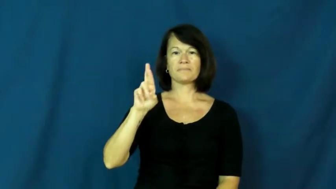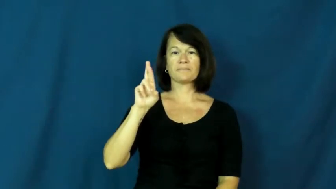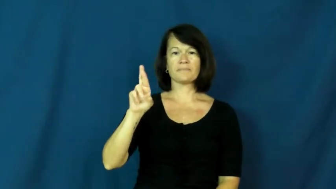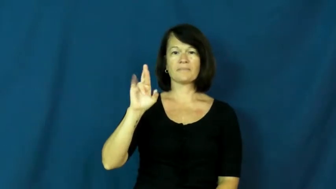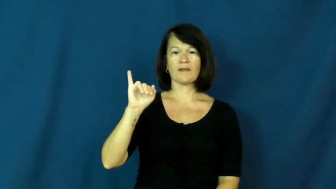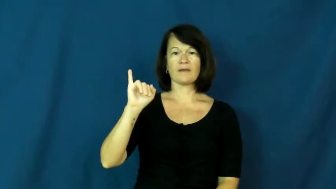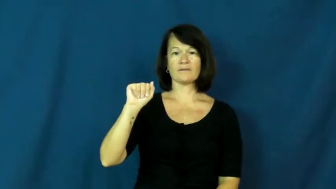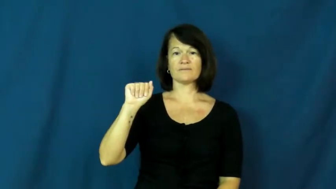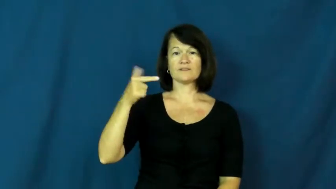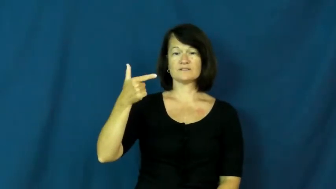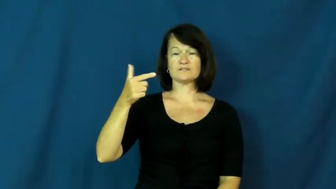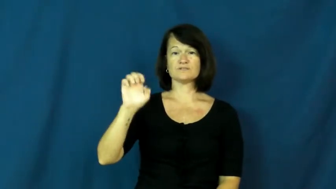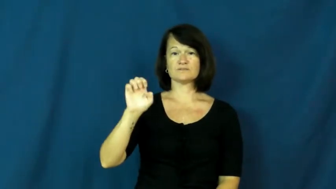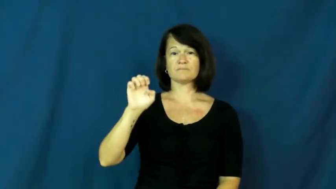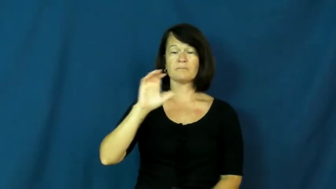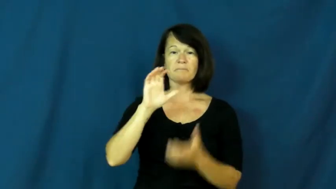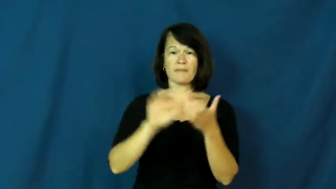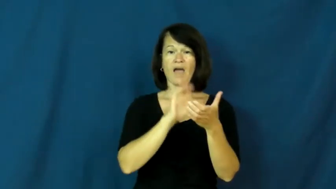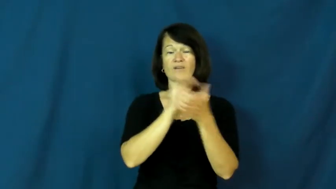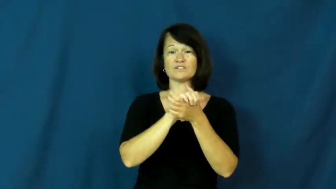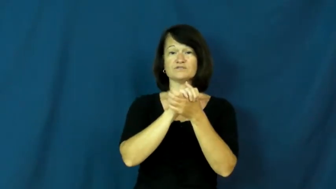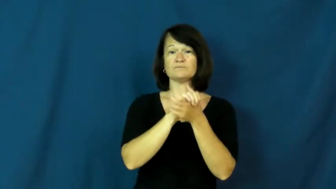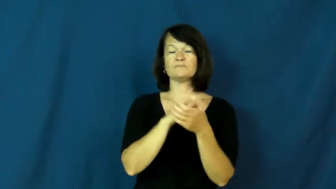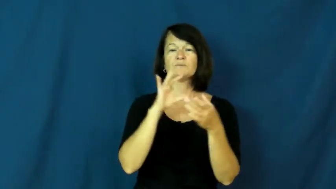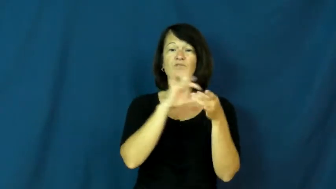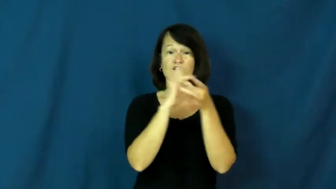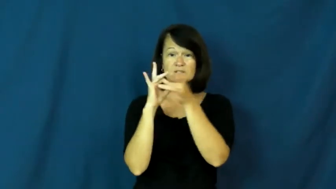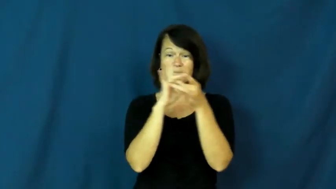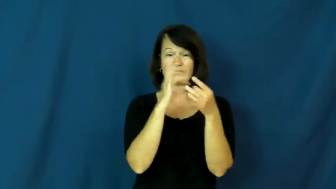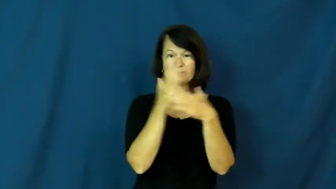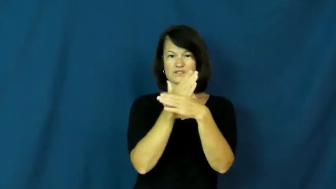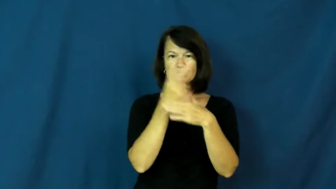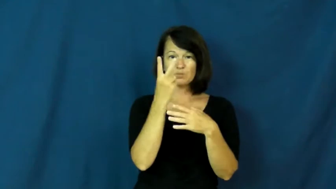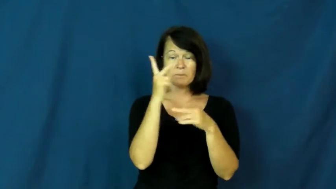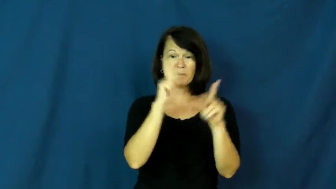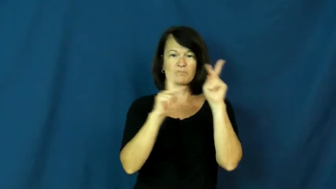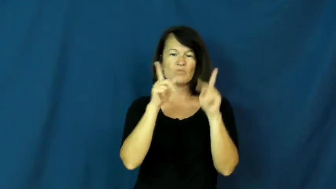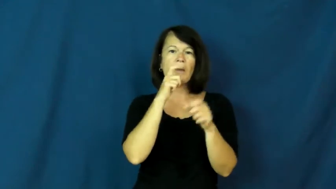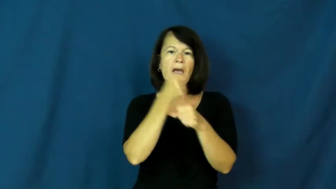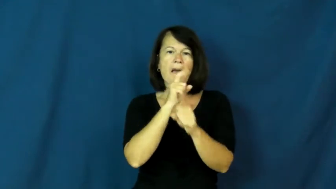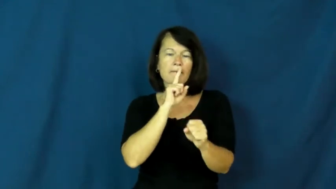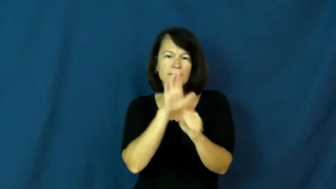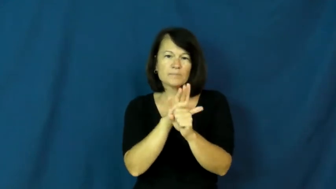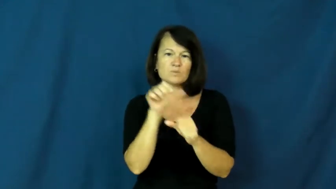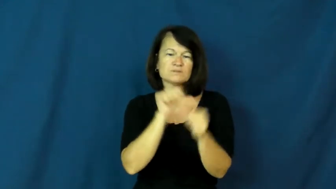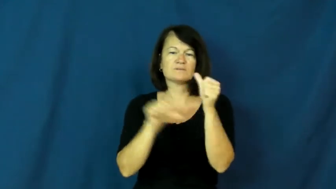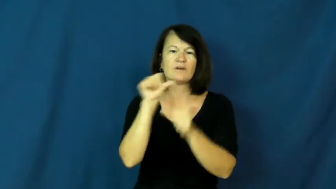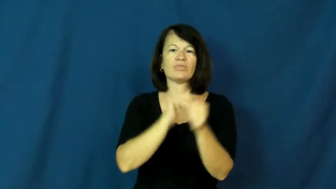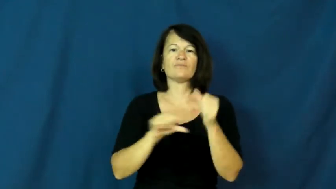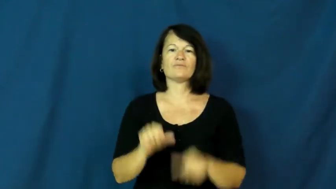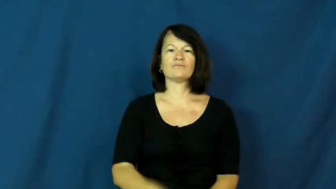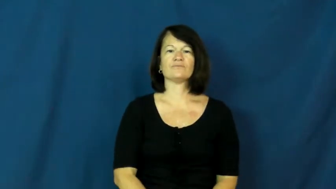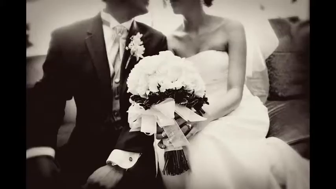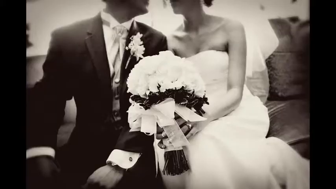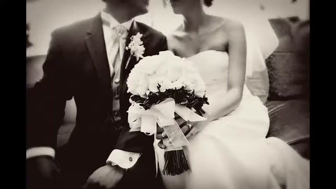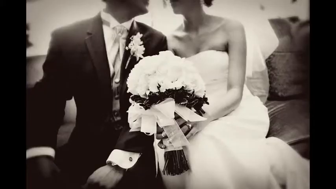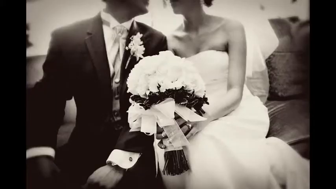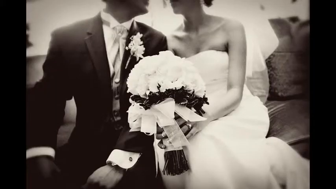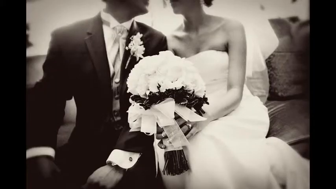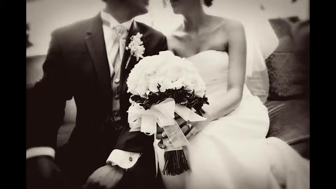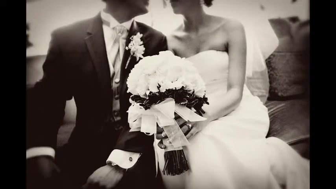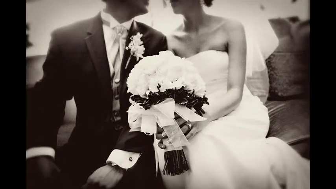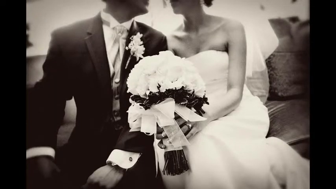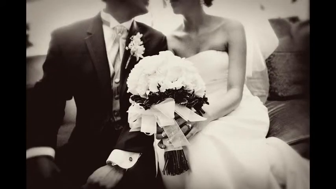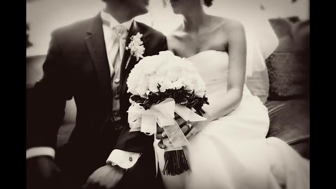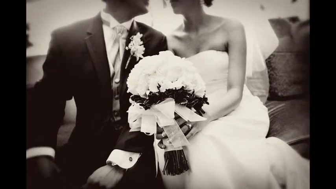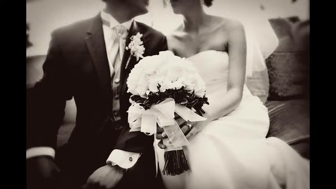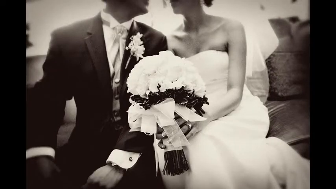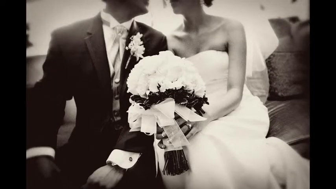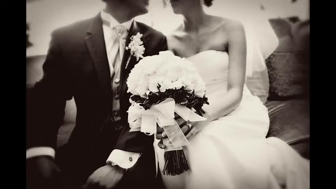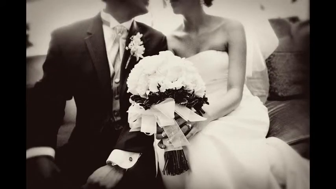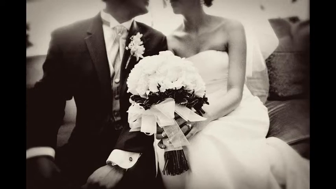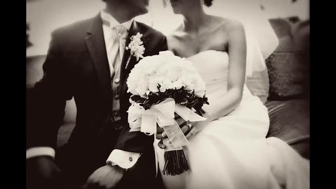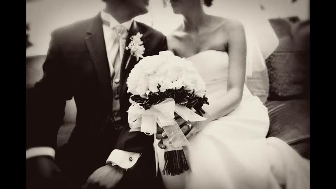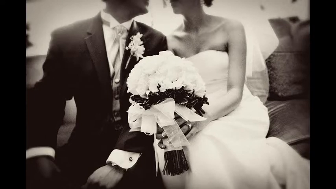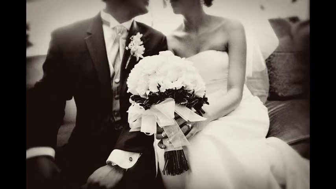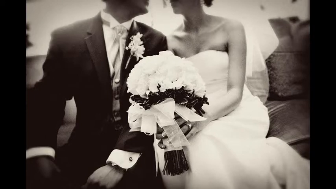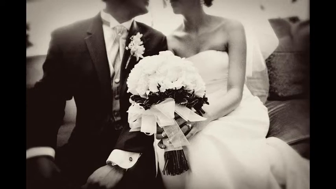marriage